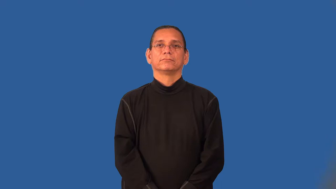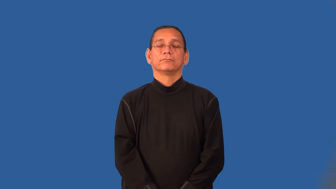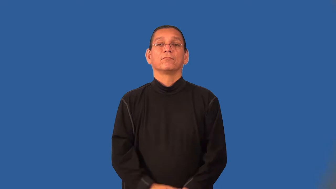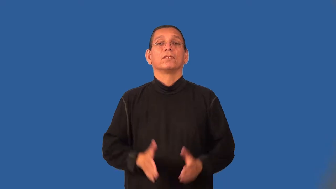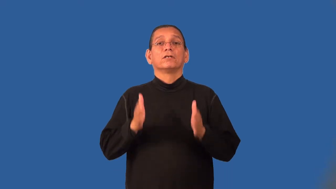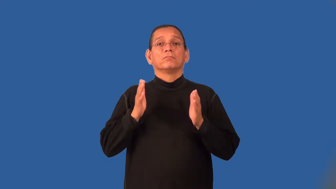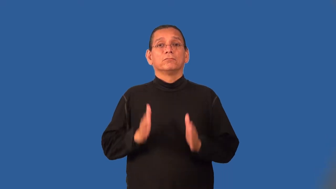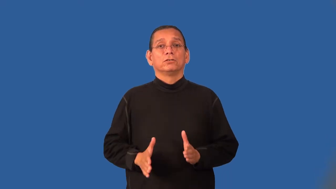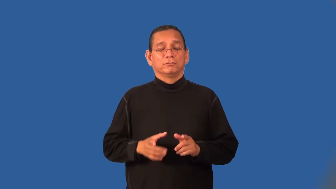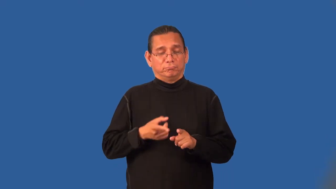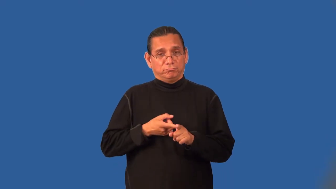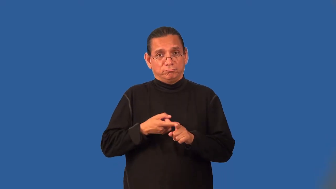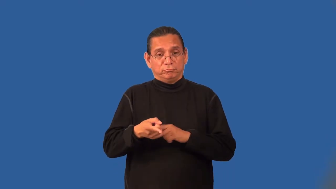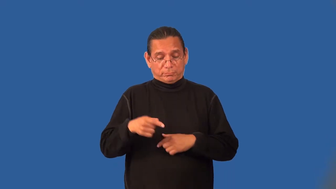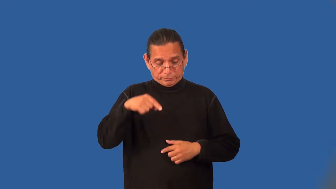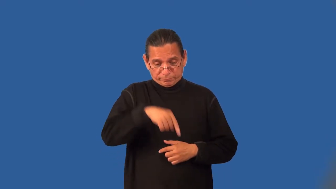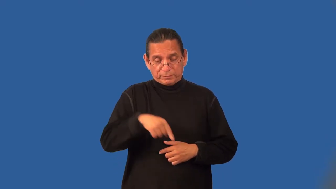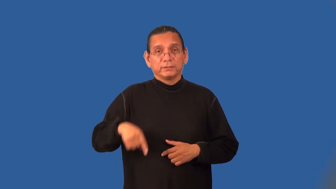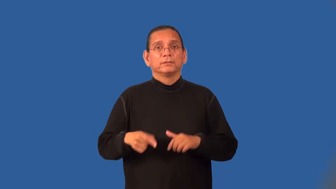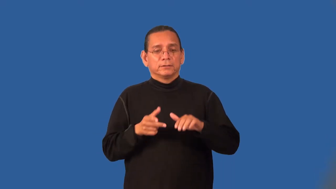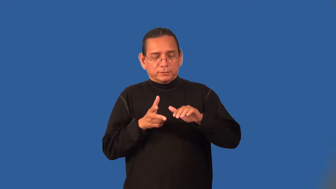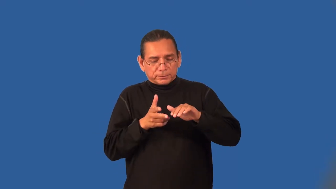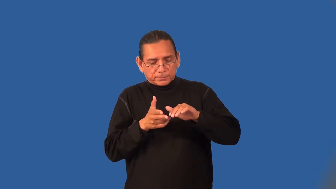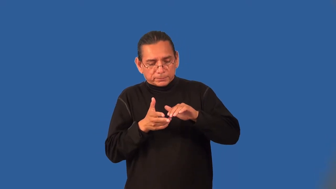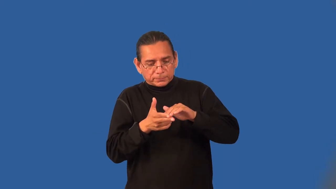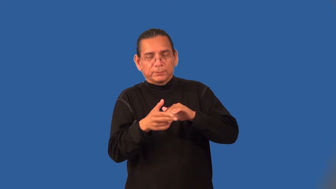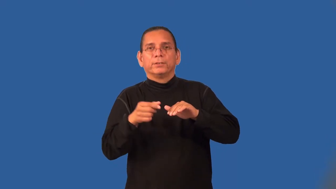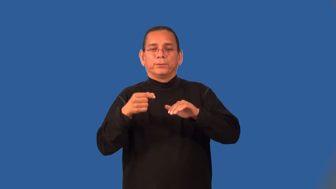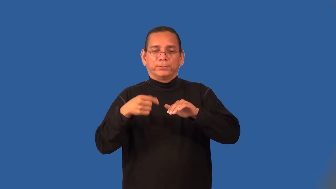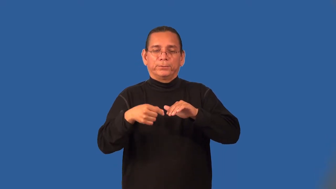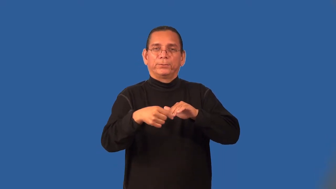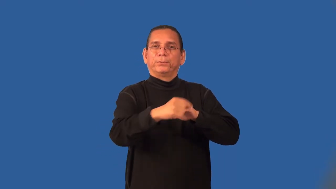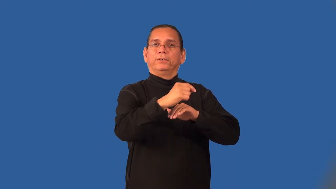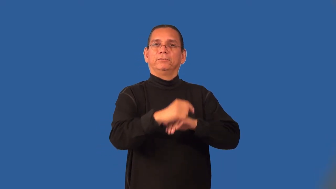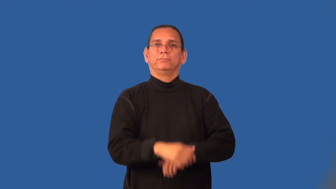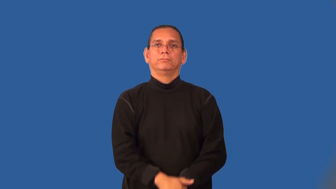pedicurist